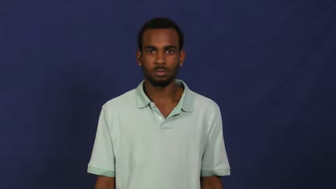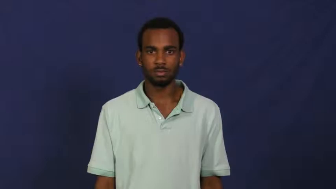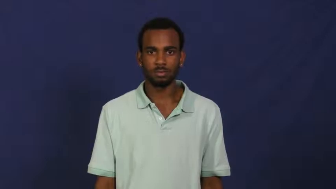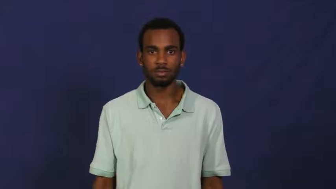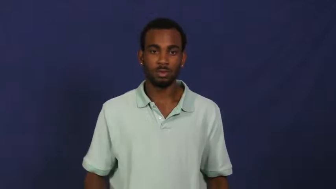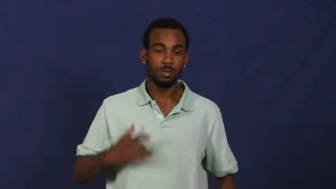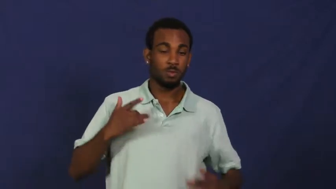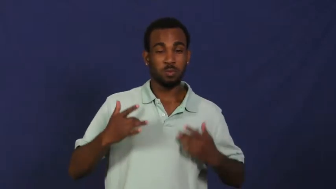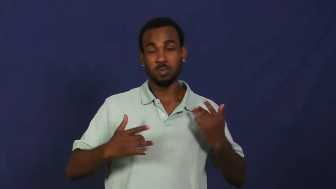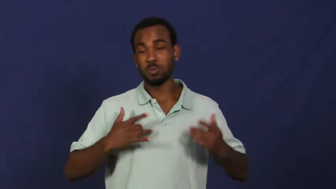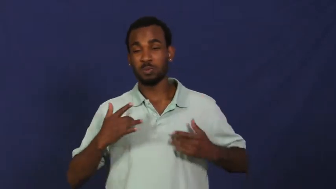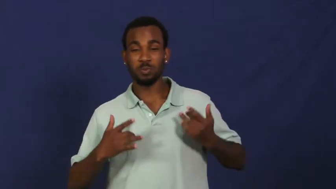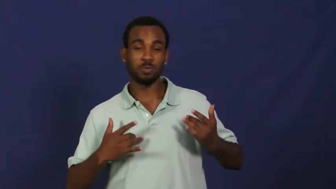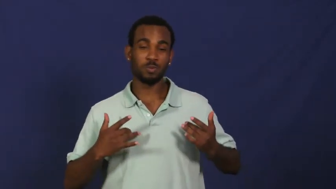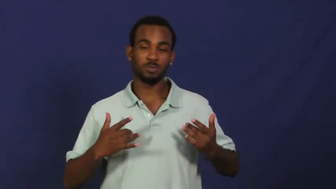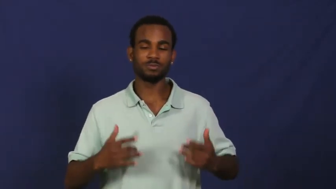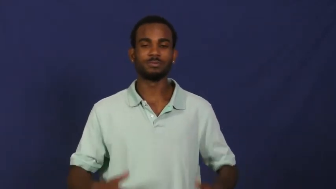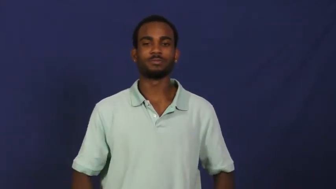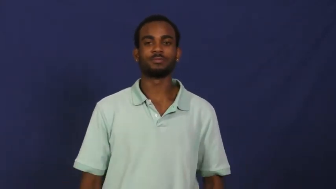rousing